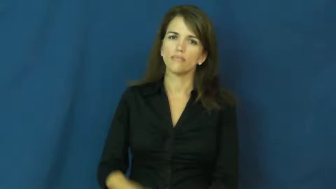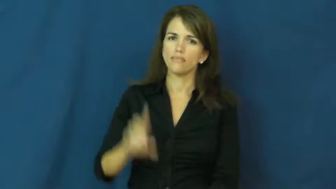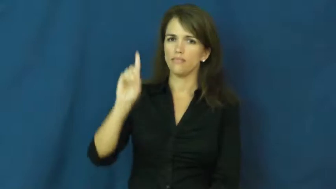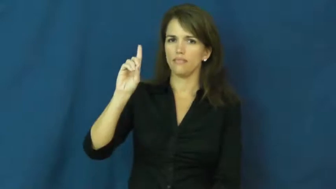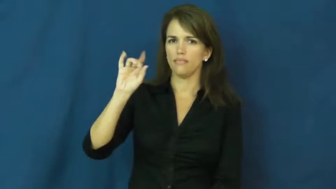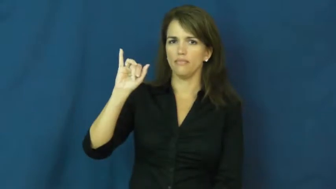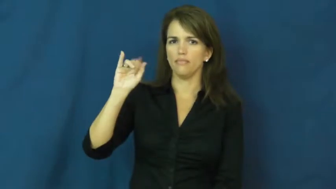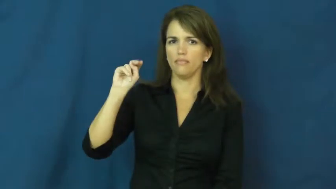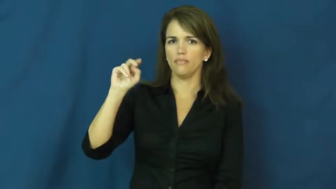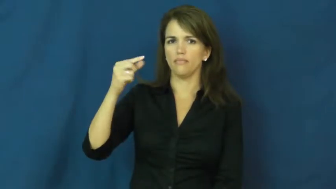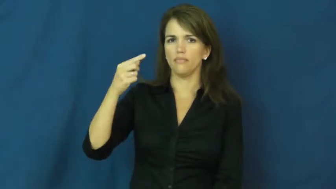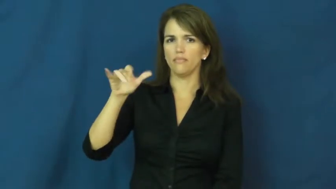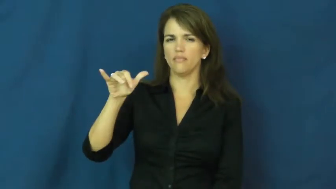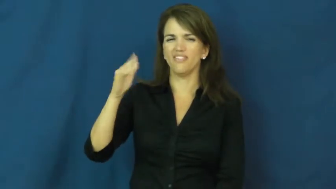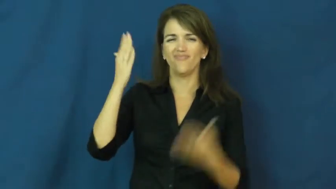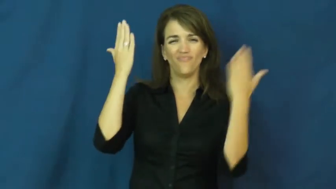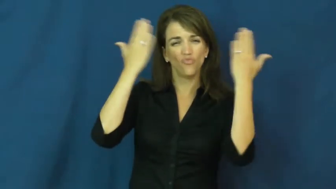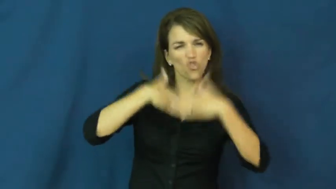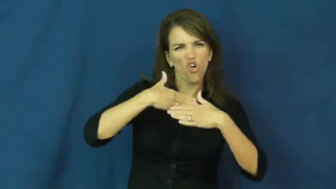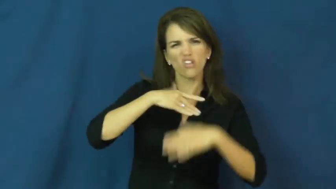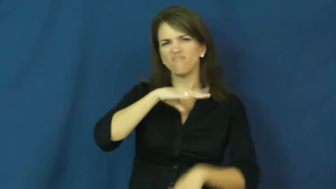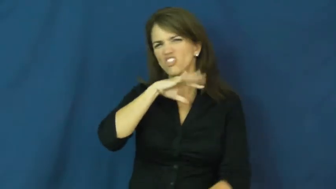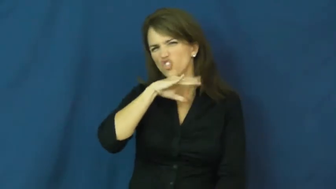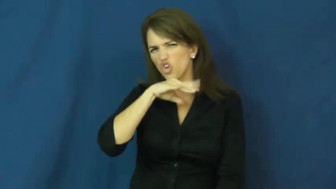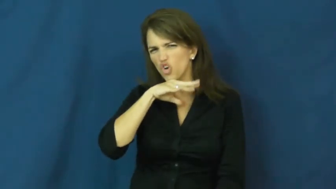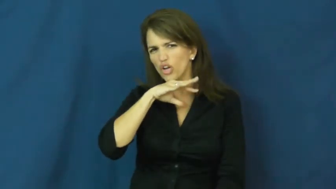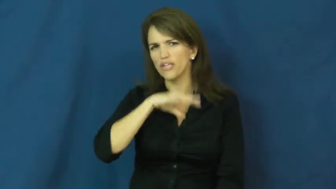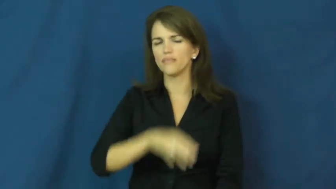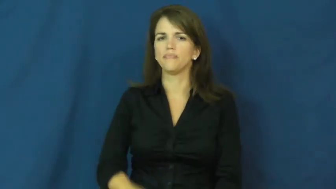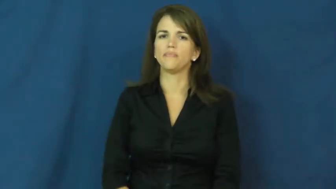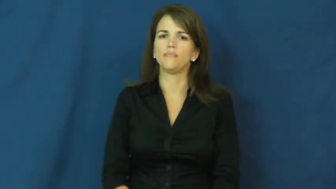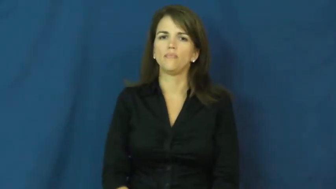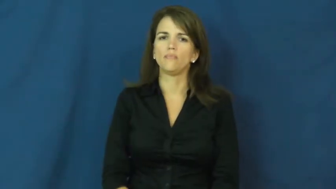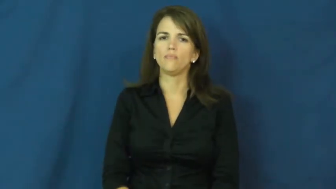dingy-dirty